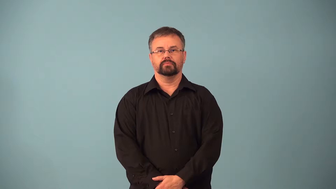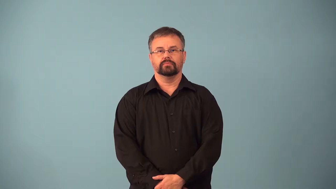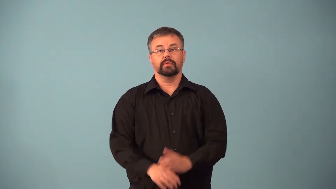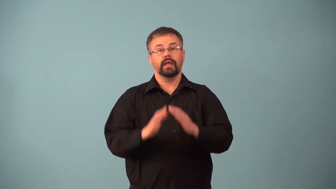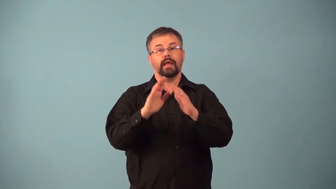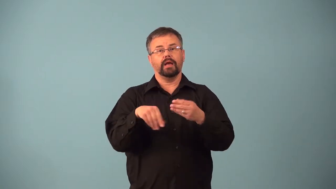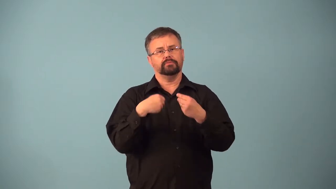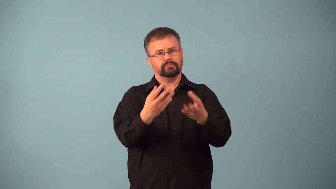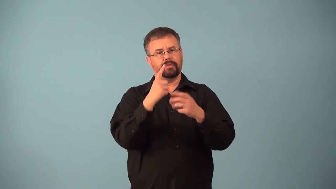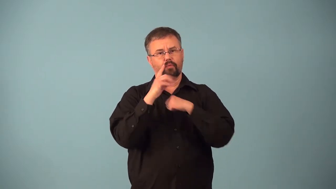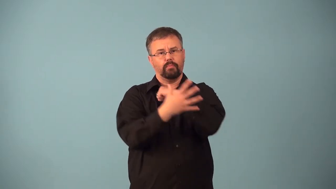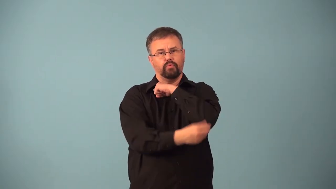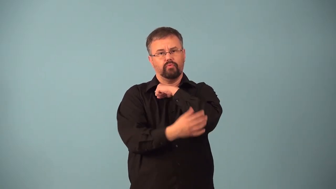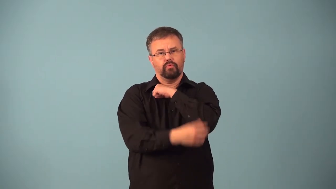almshouse